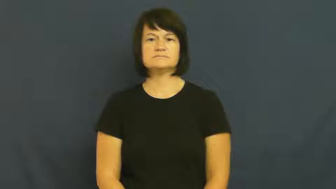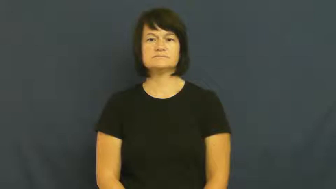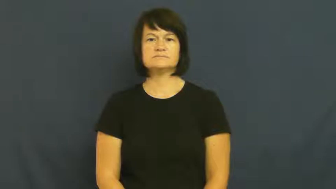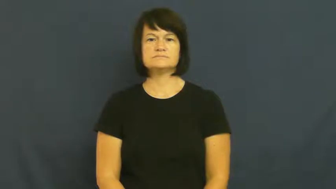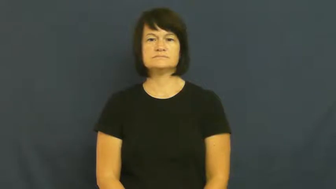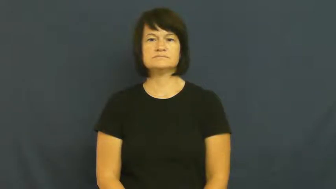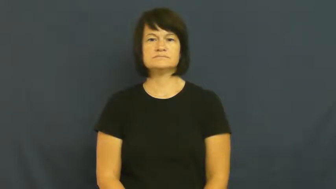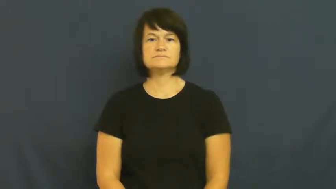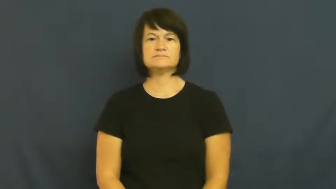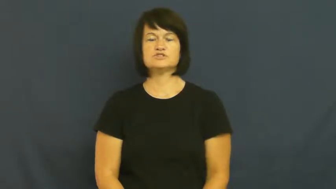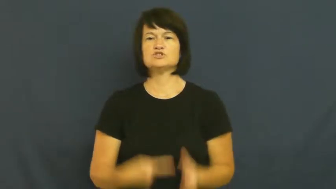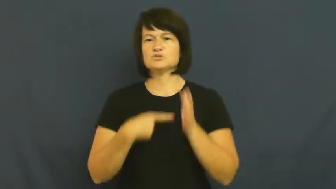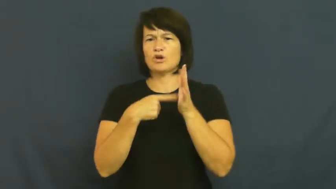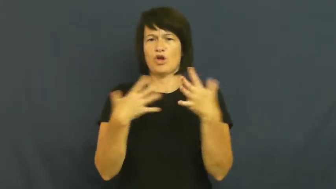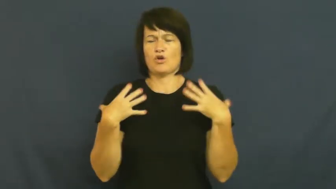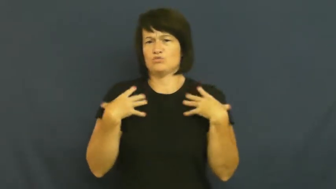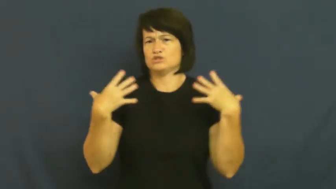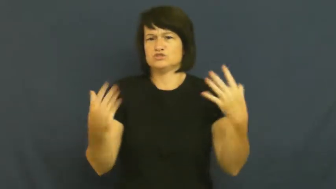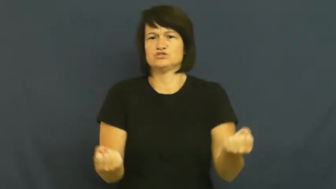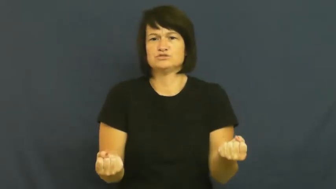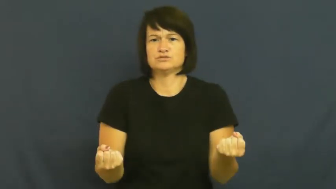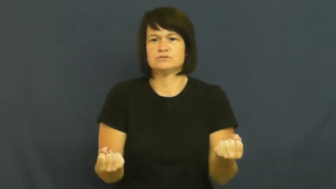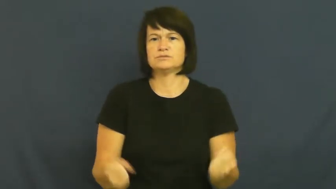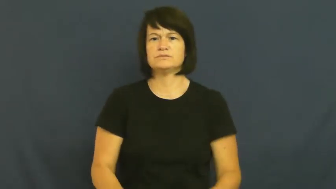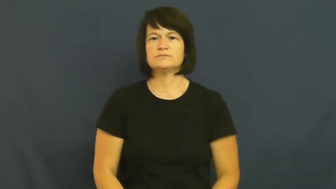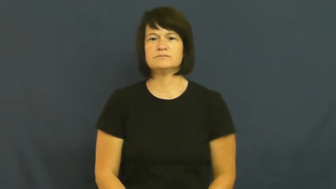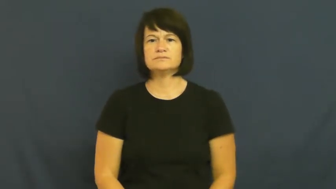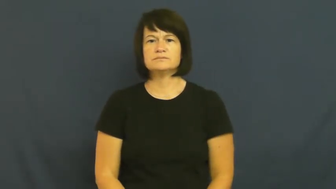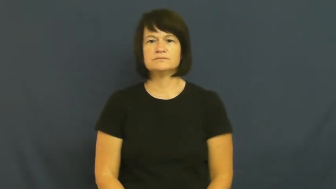plucky,step up,muster,buck up